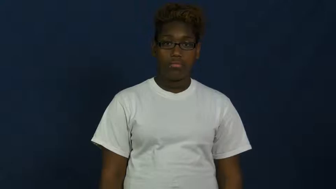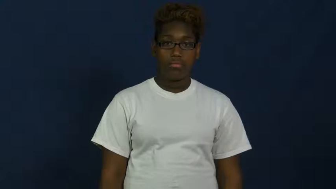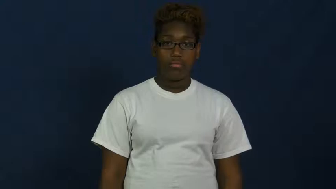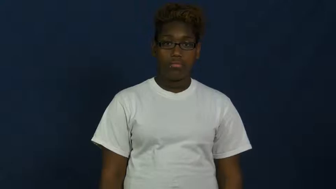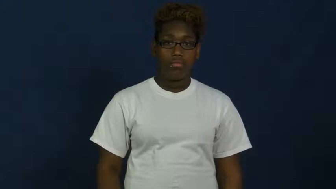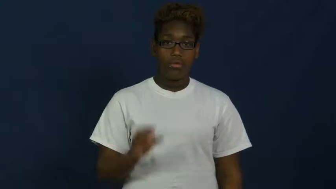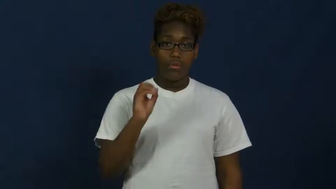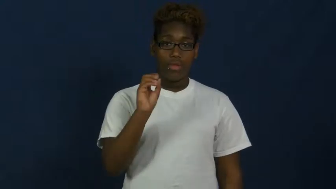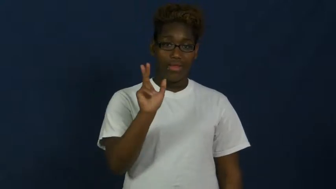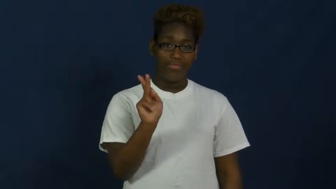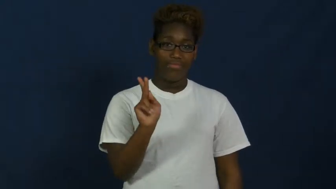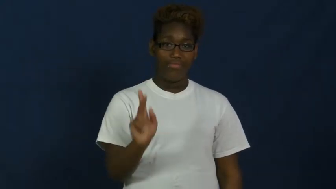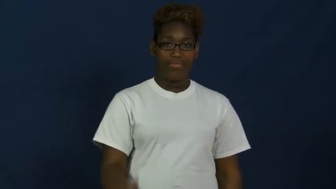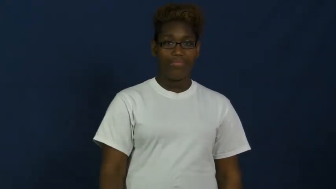okay,roger